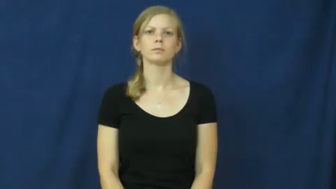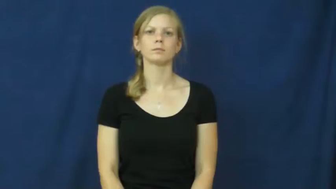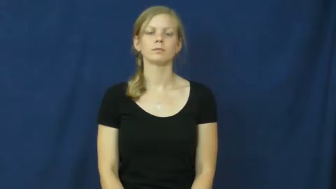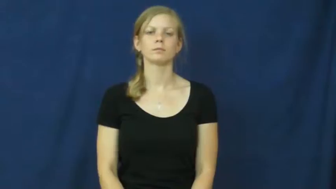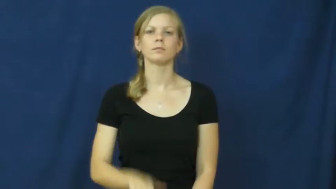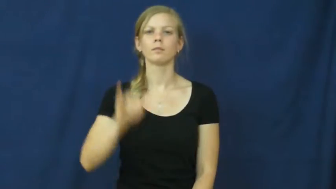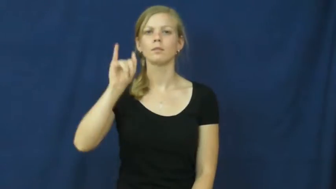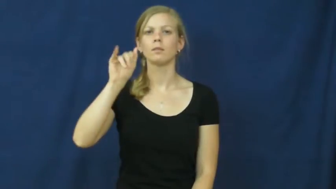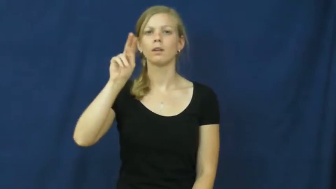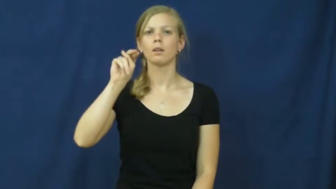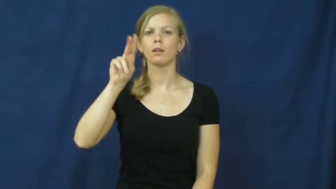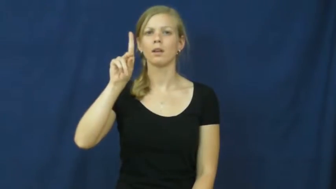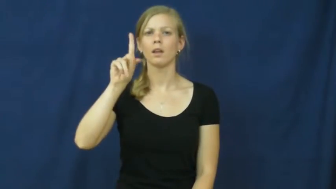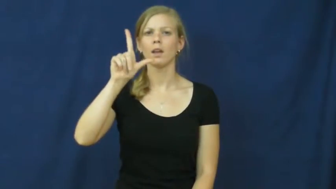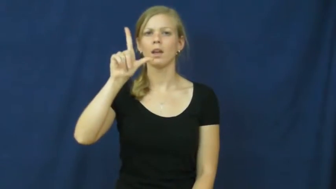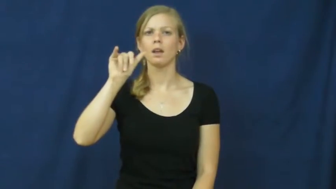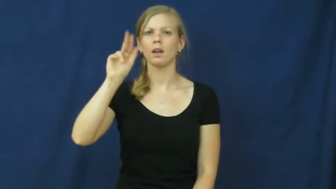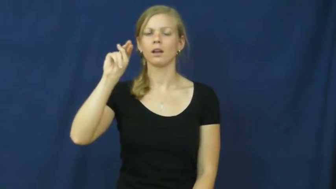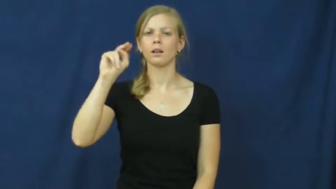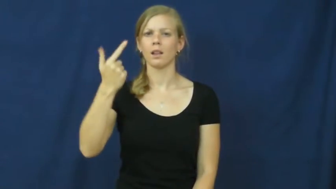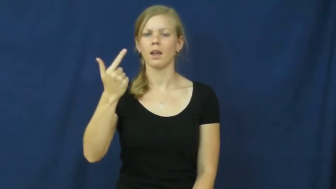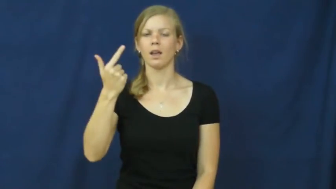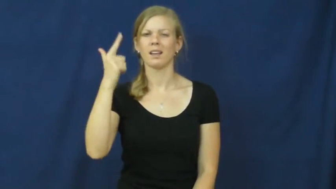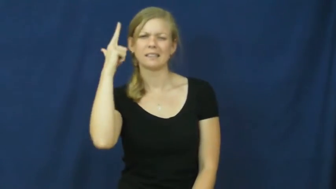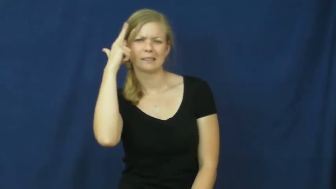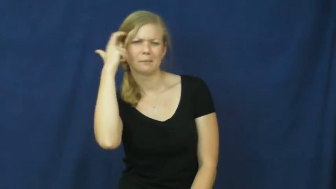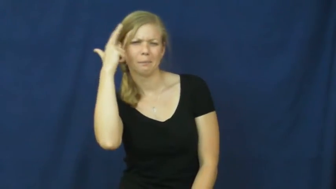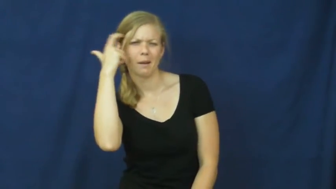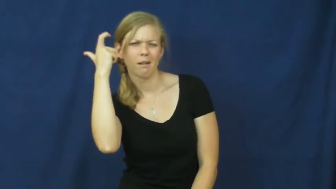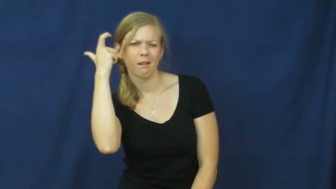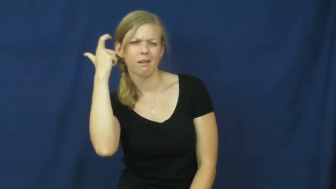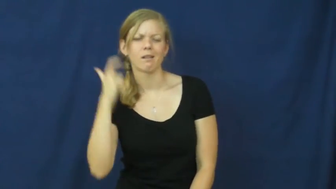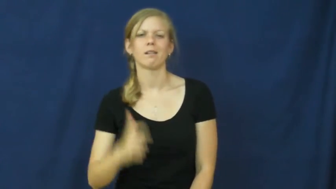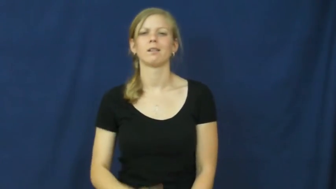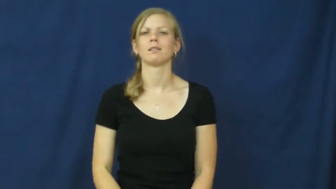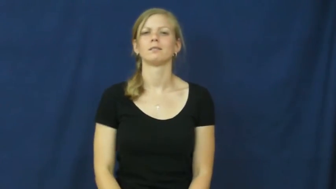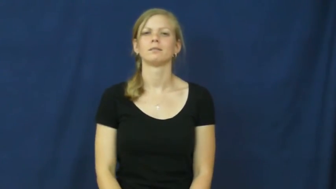inkling